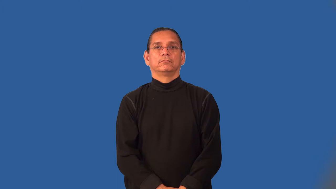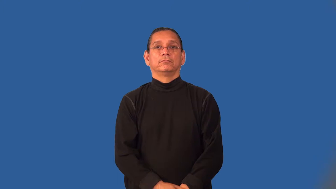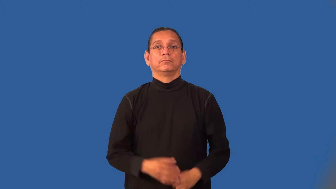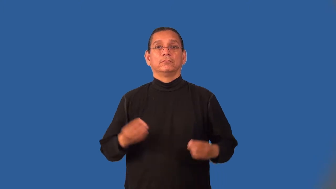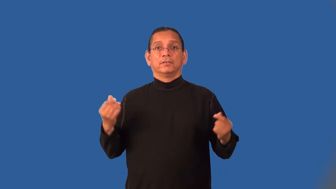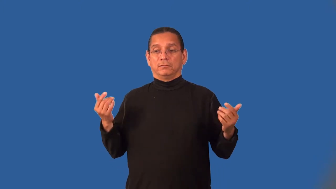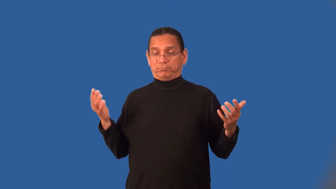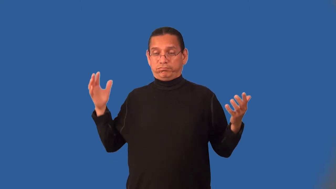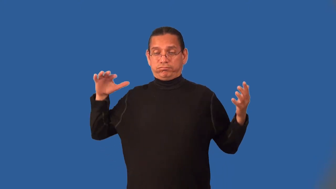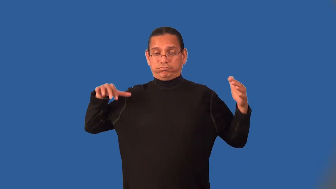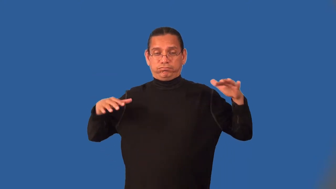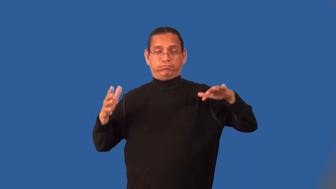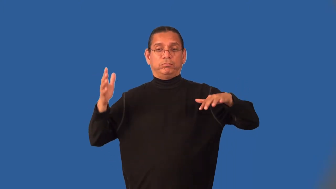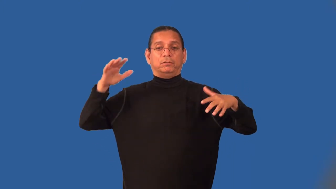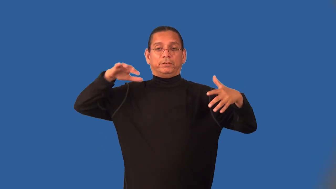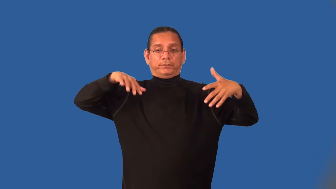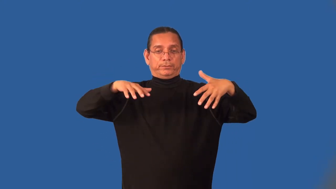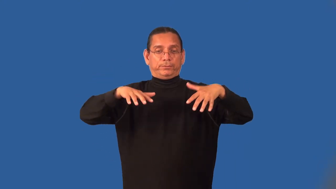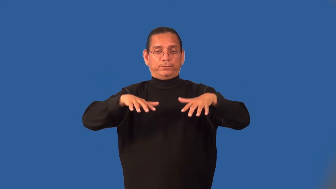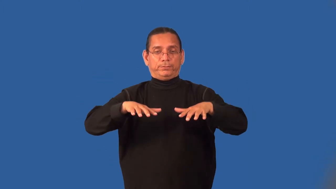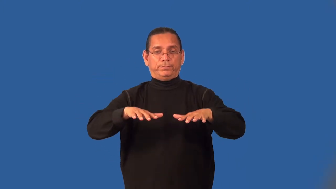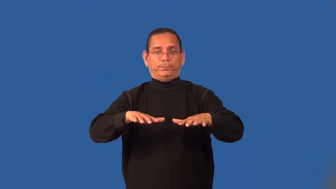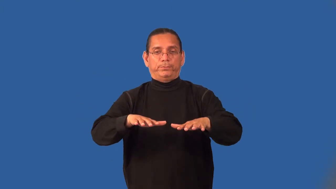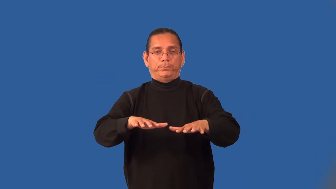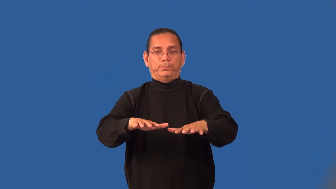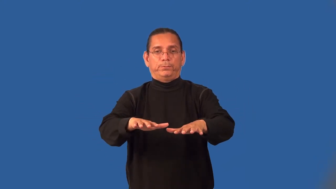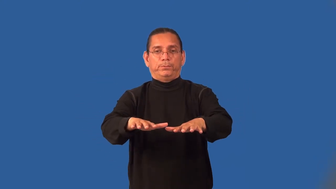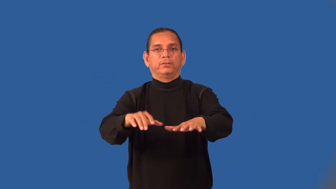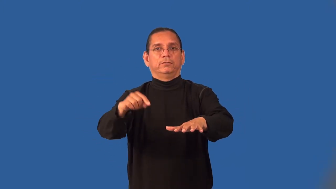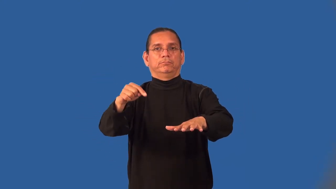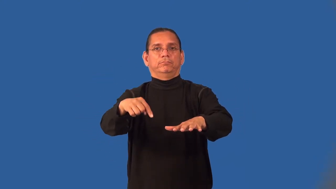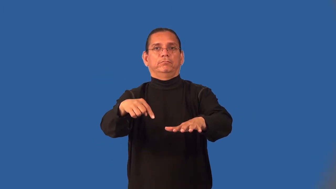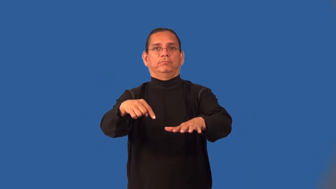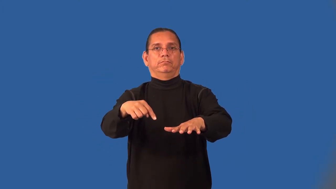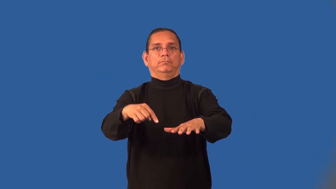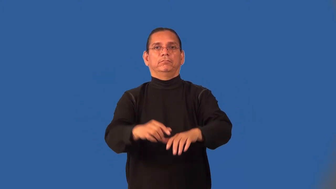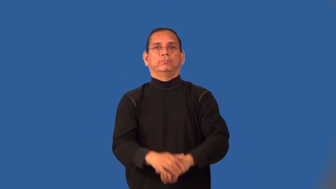lowland